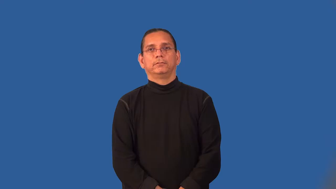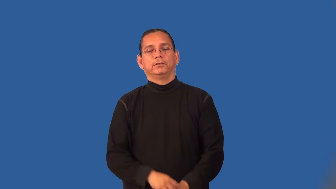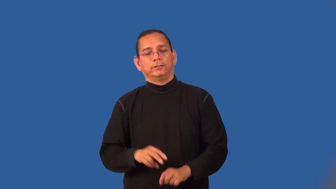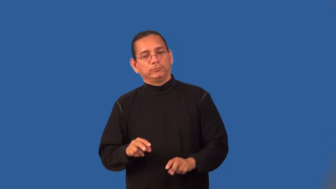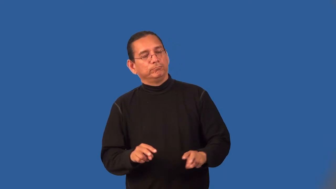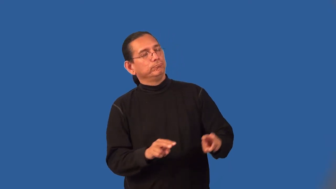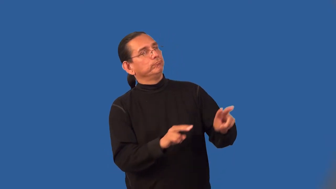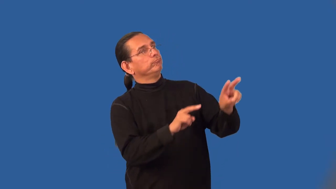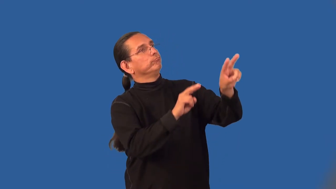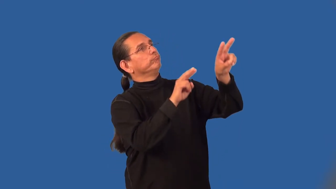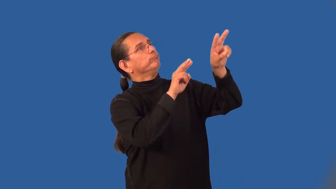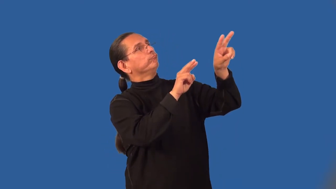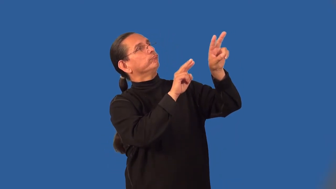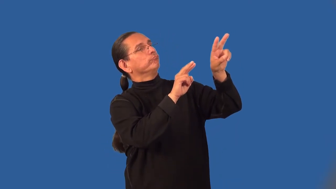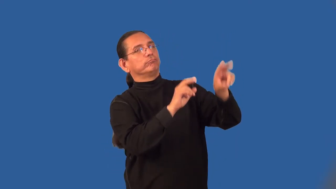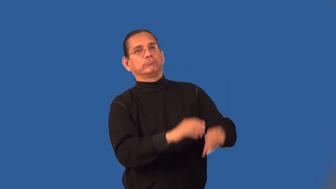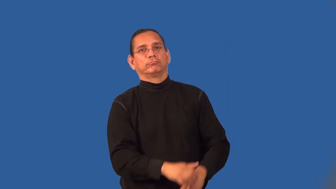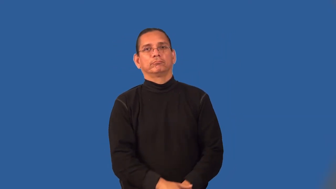lionize